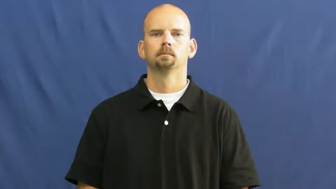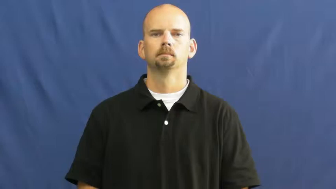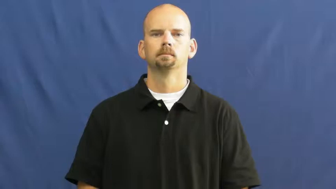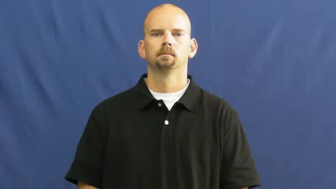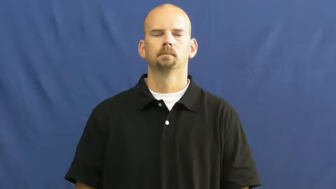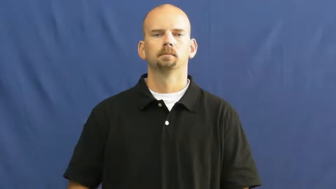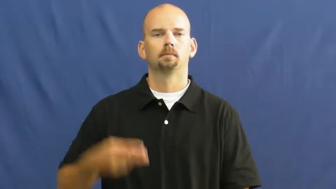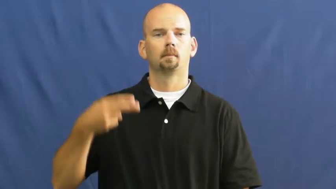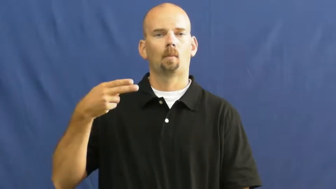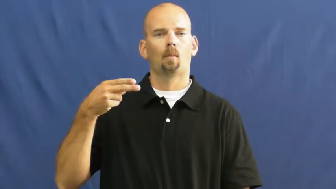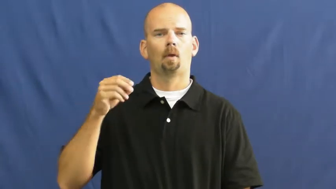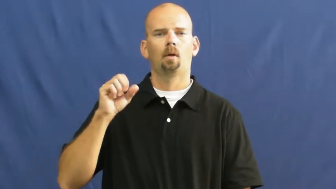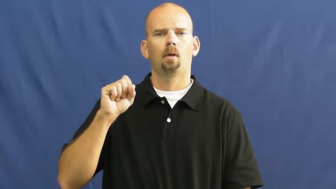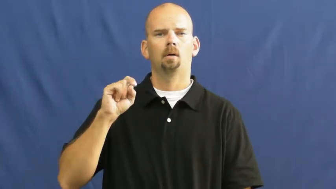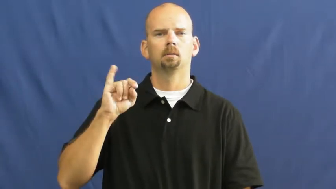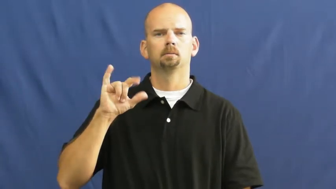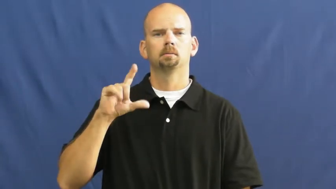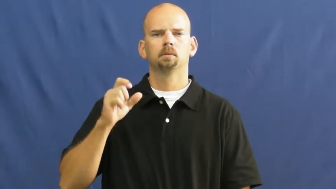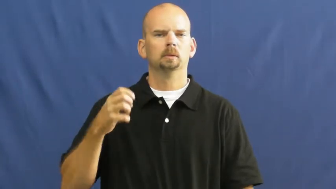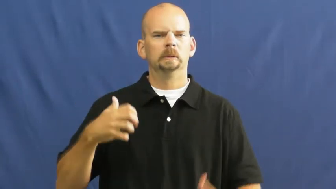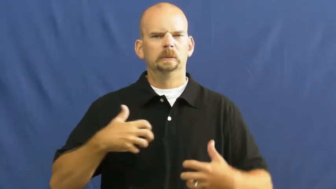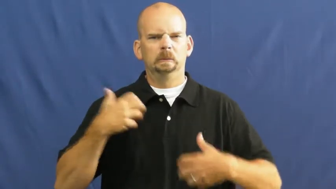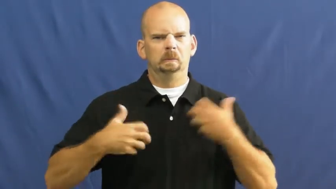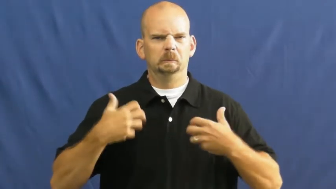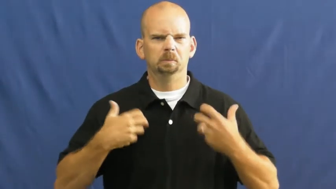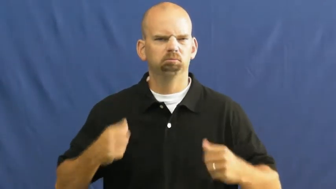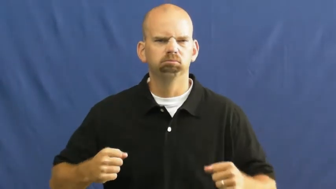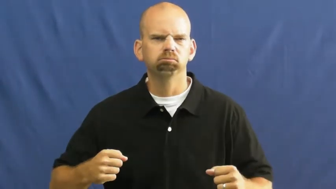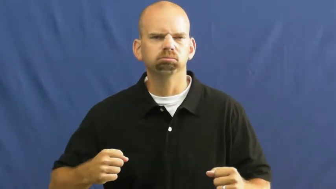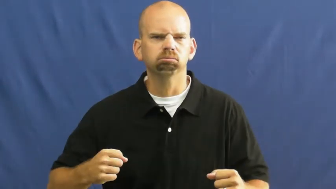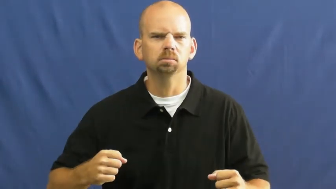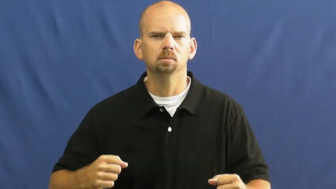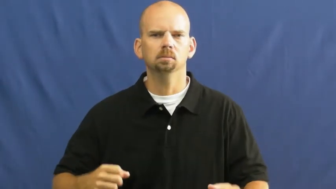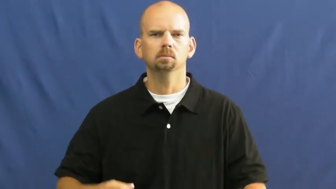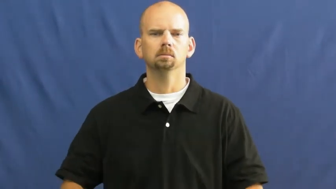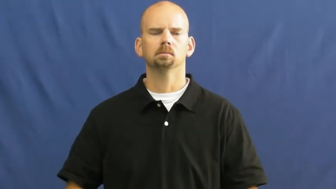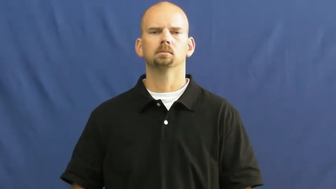hostile